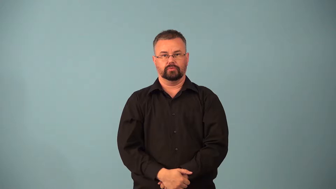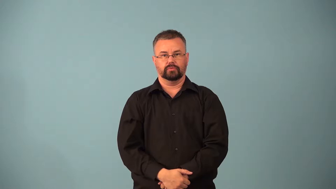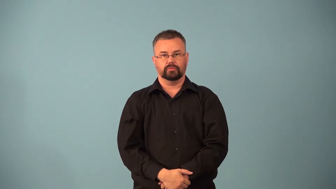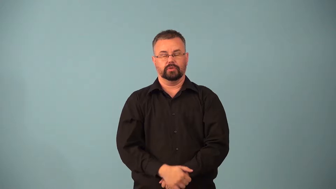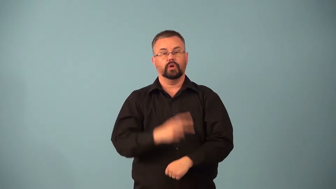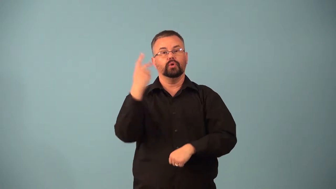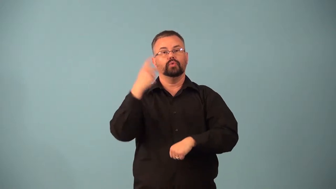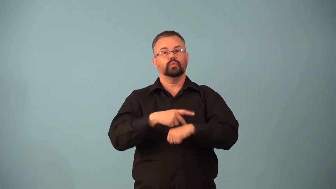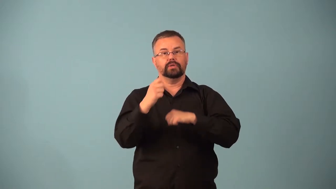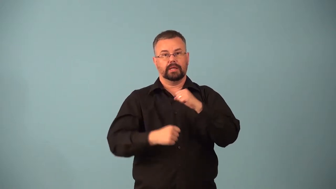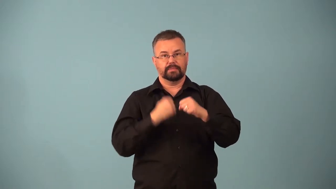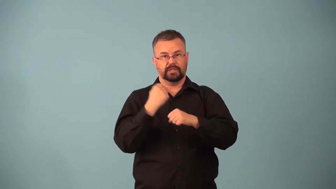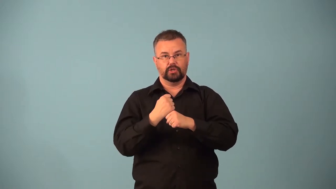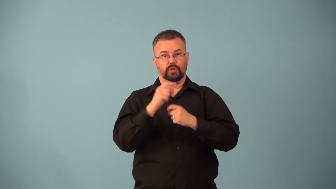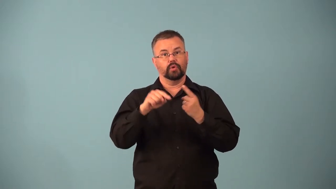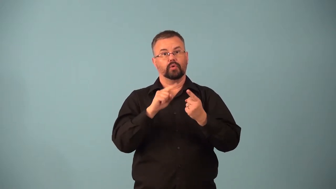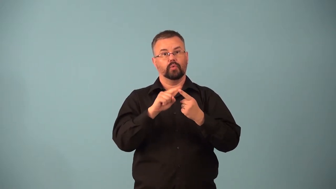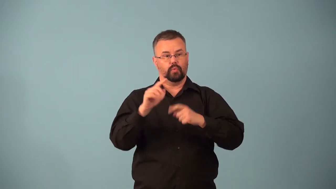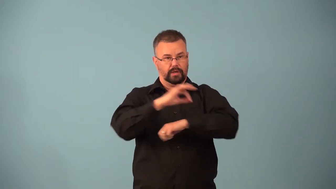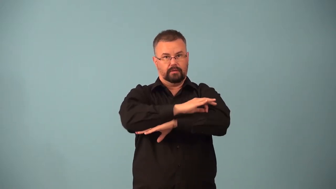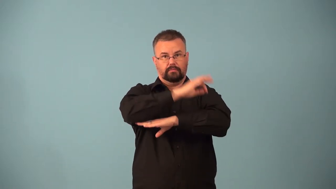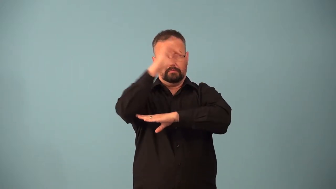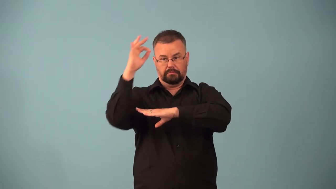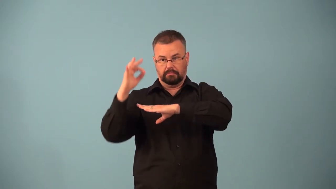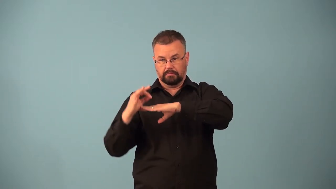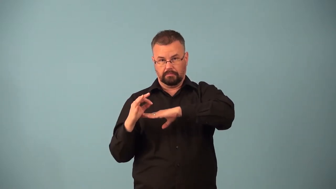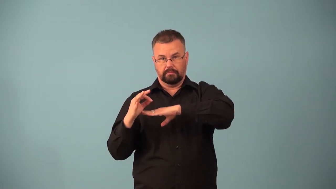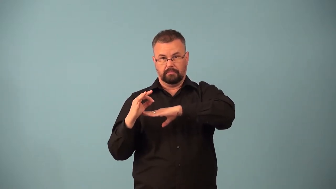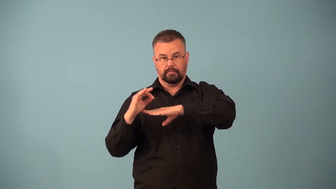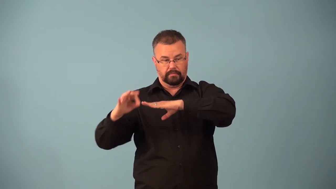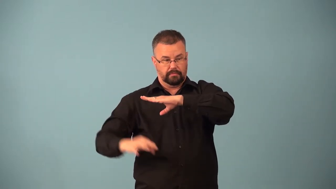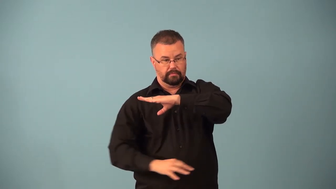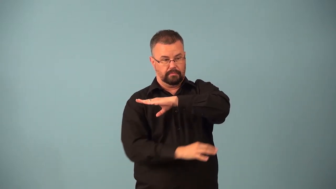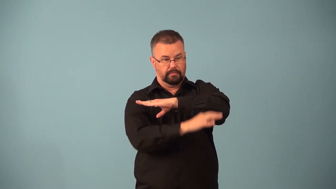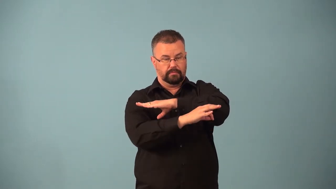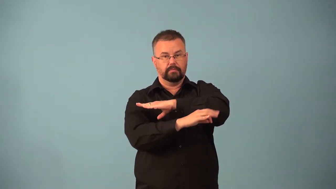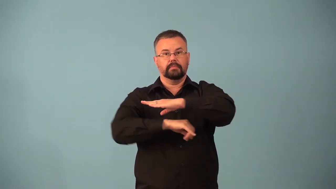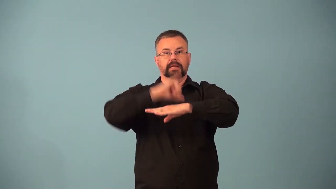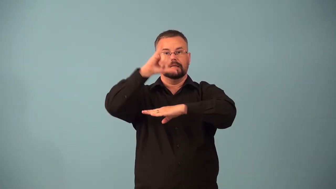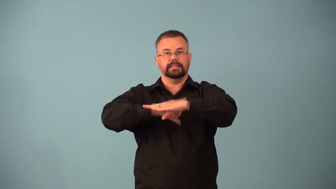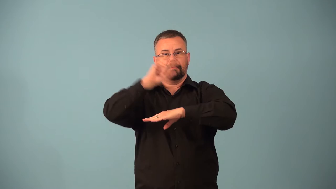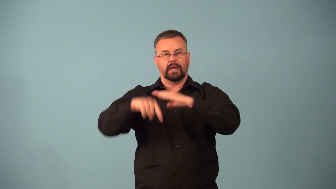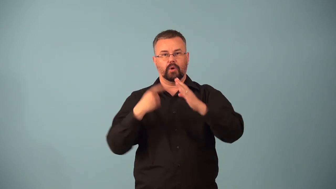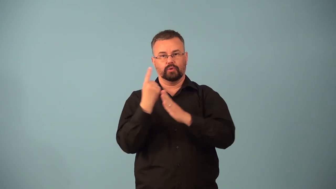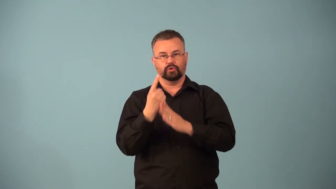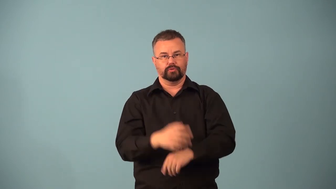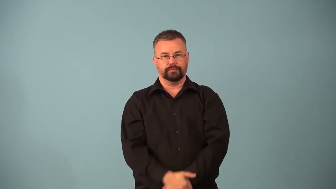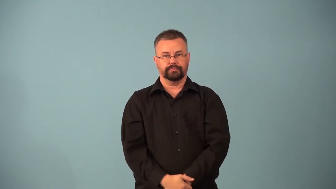equinox